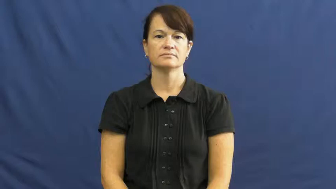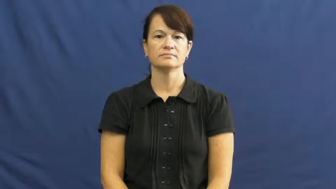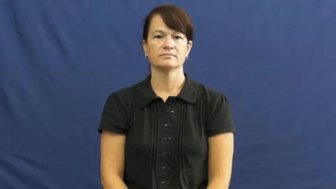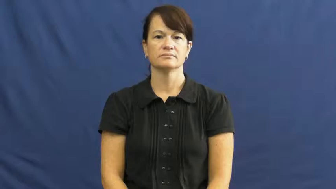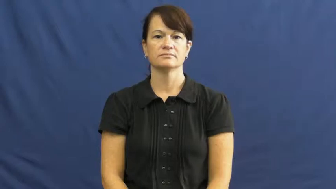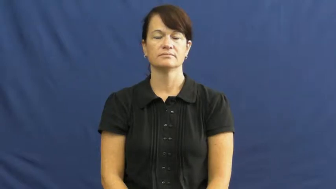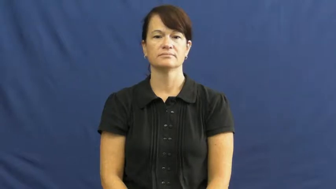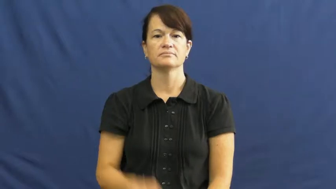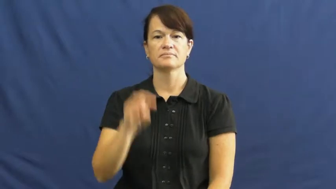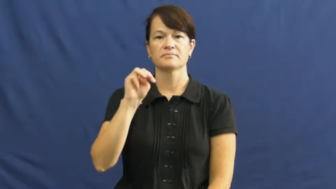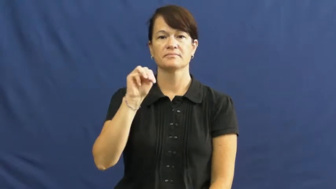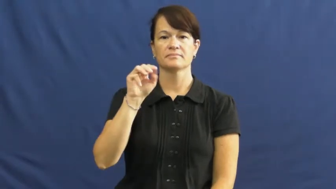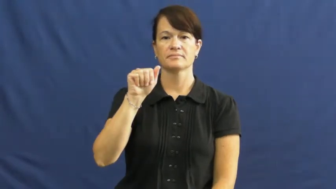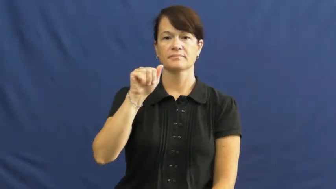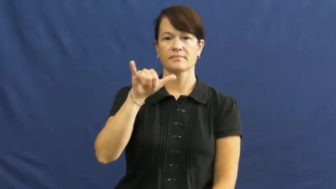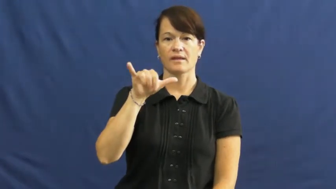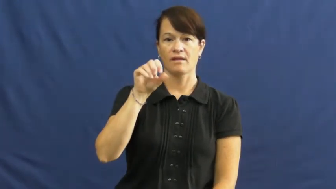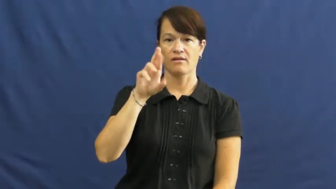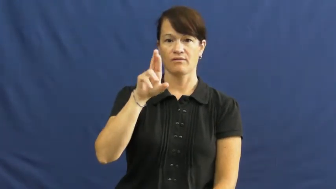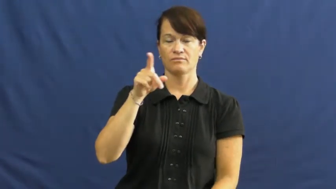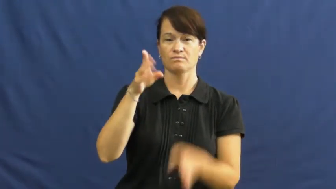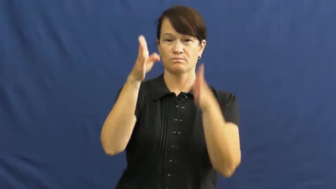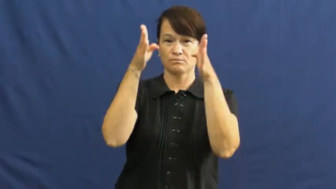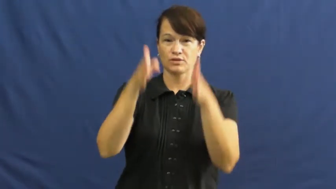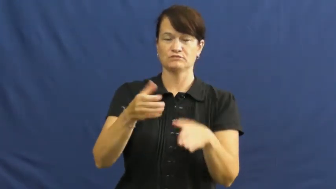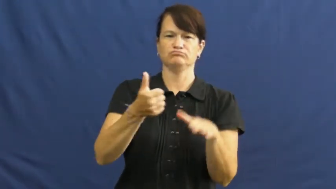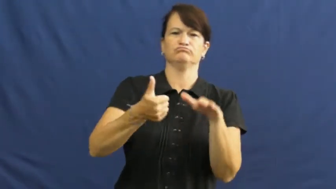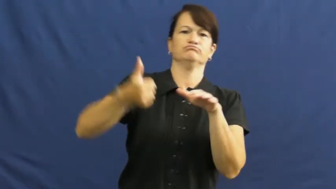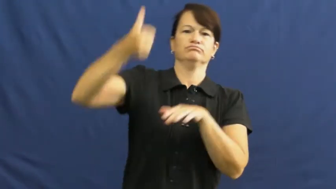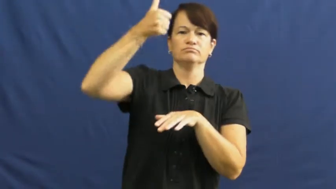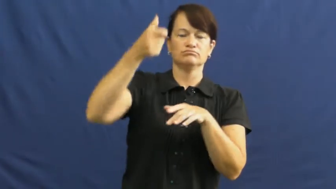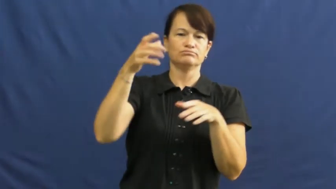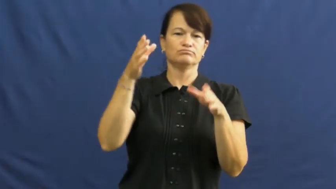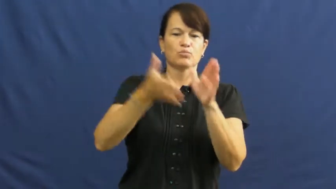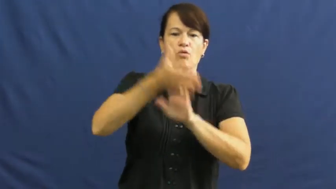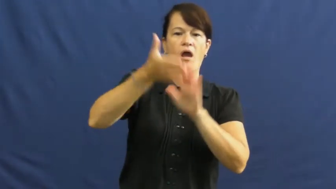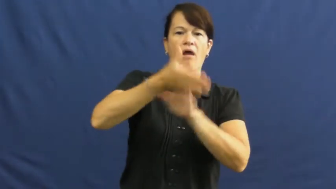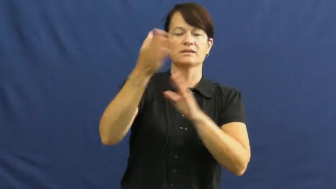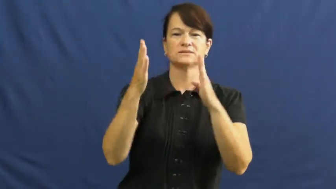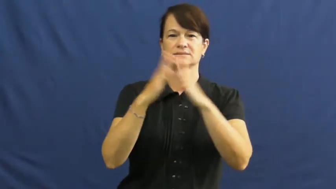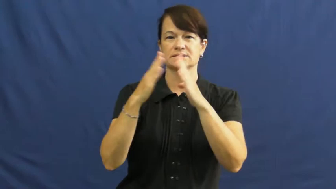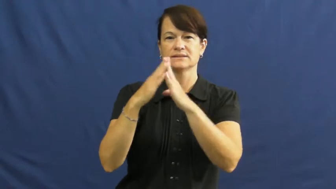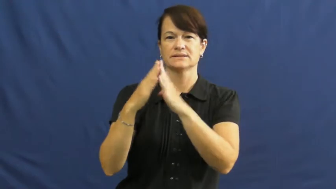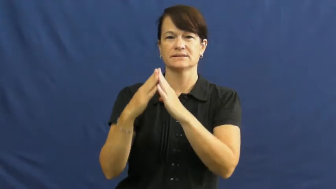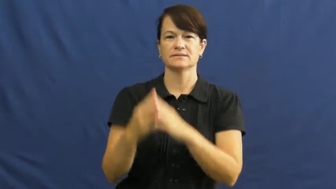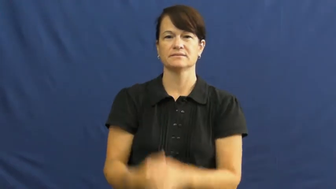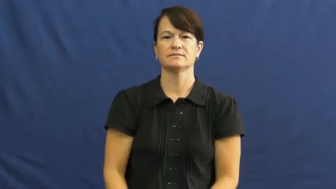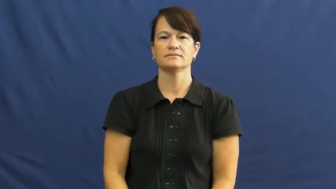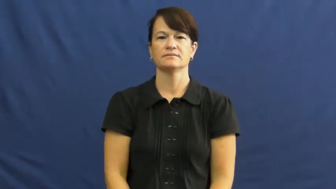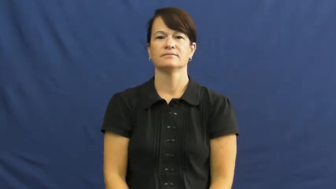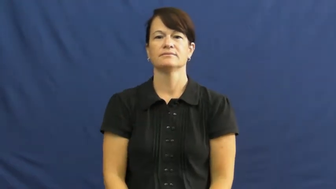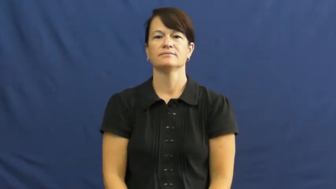mayor,burgomaster